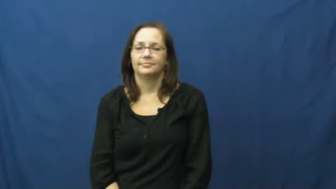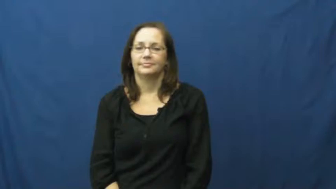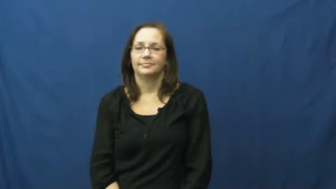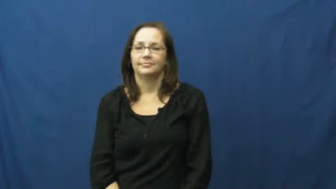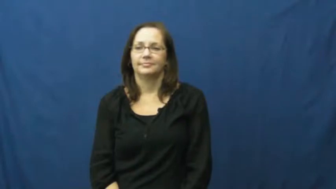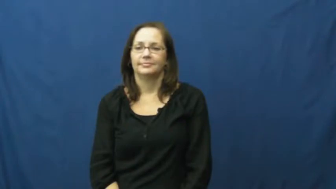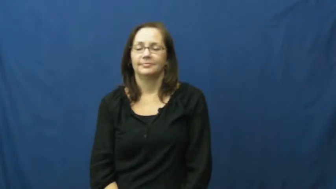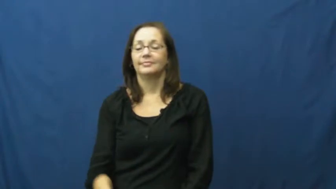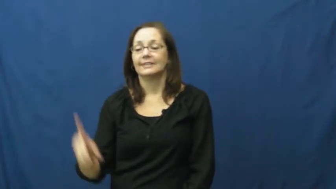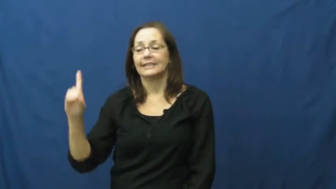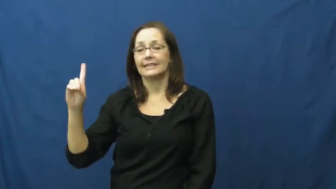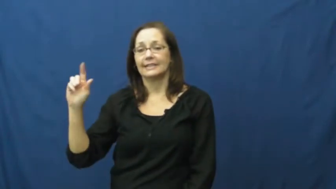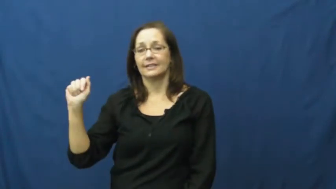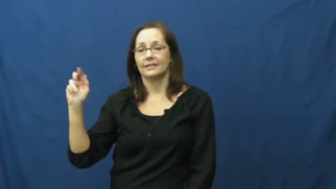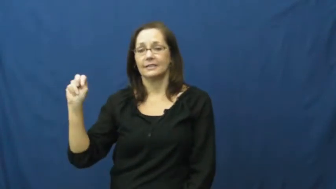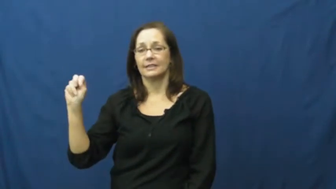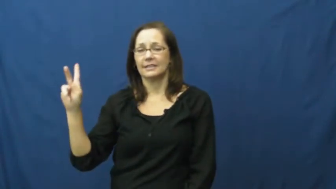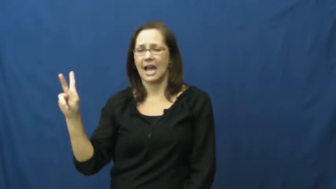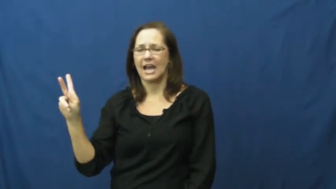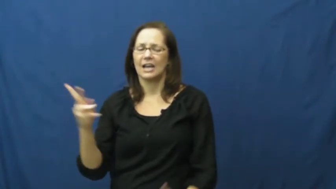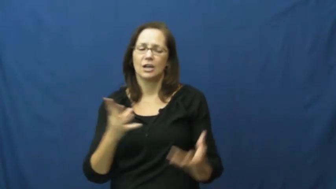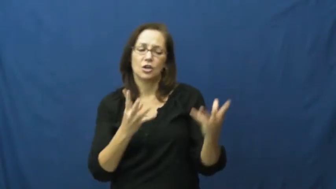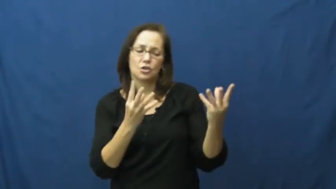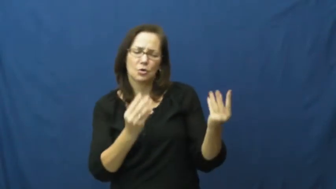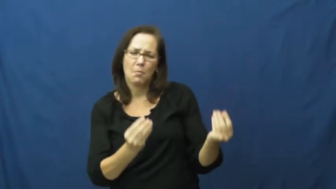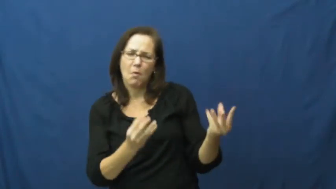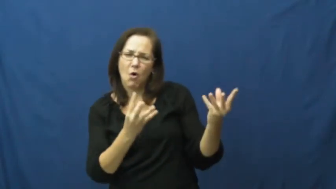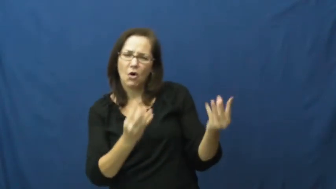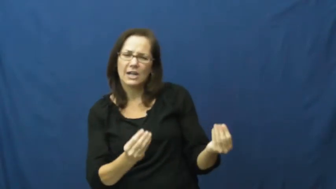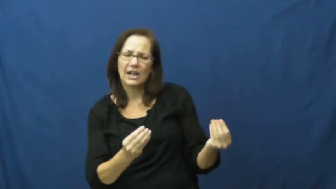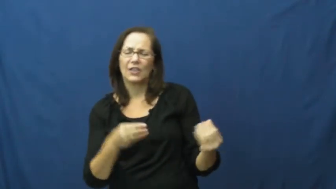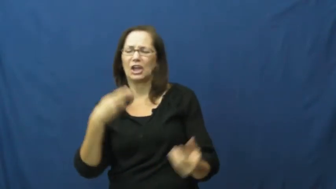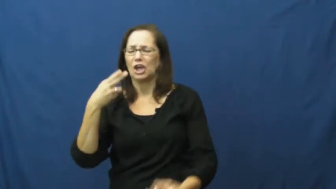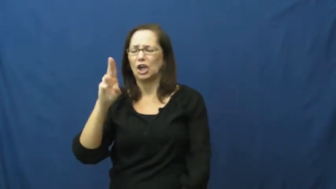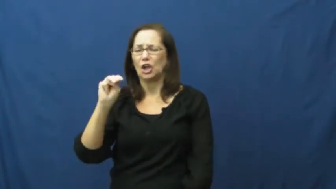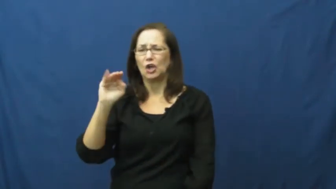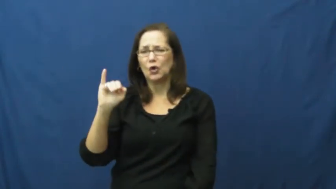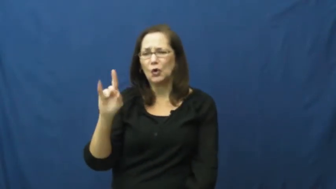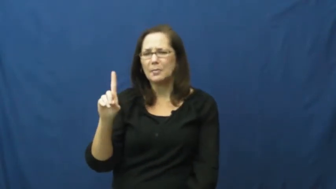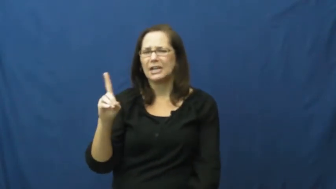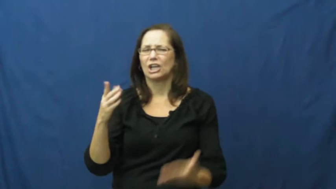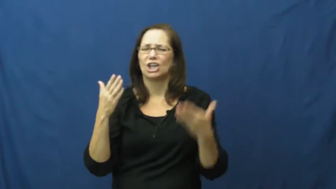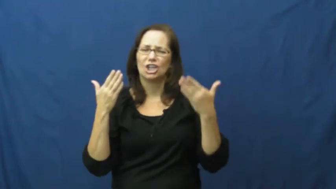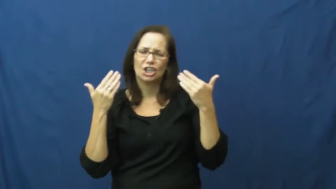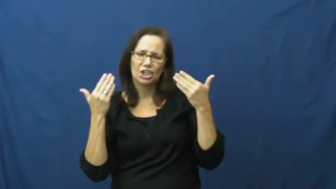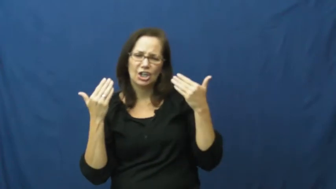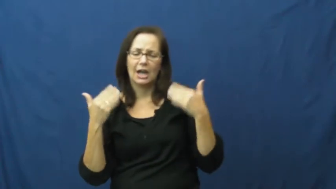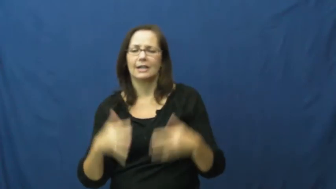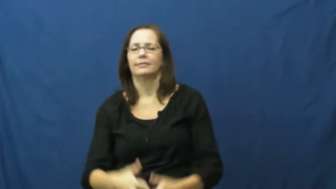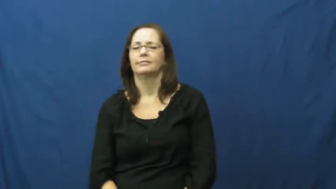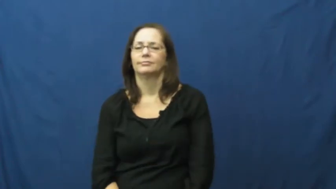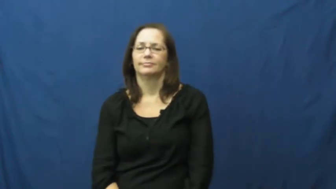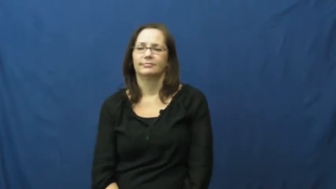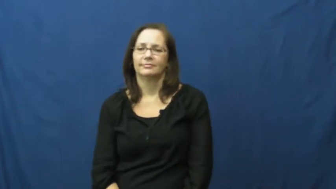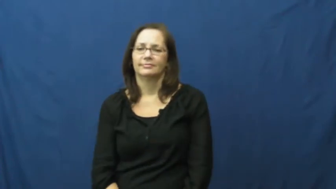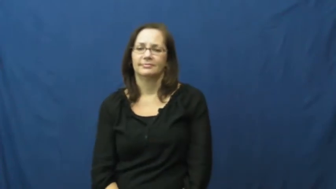dank